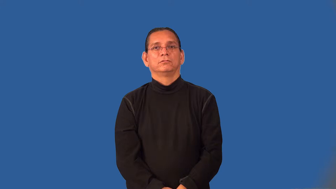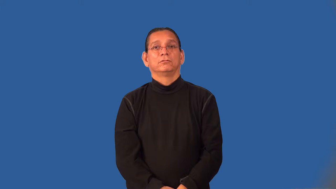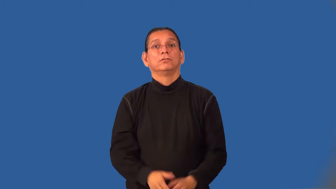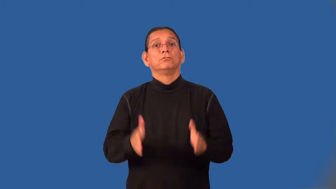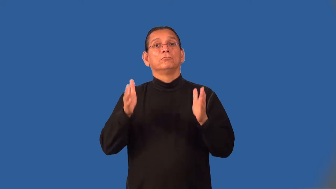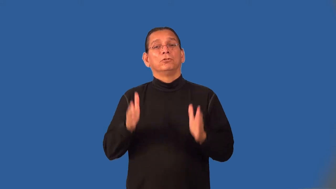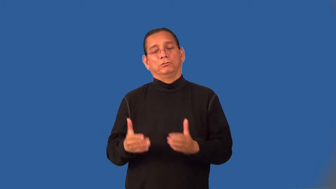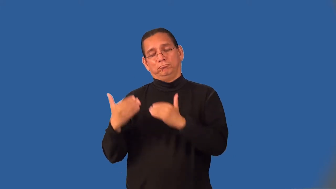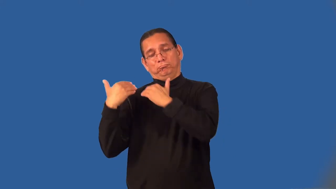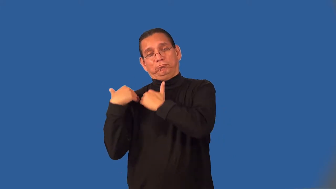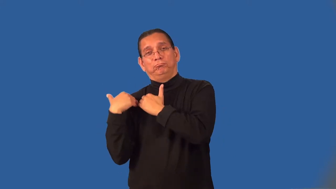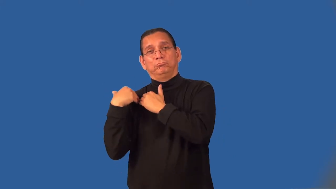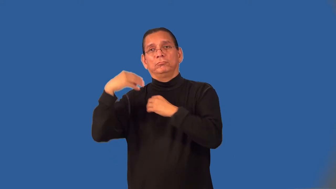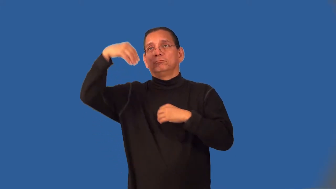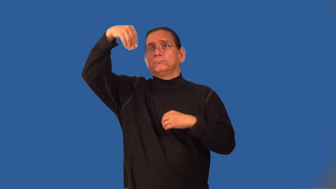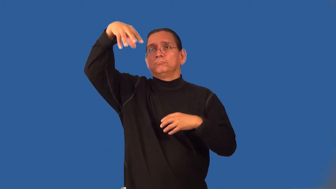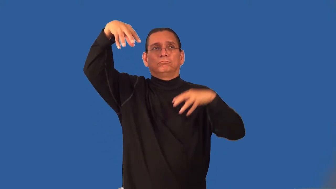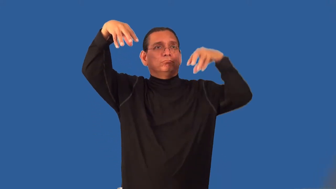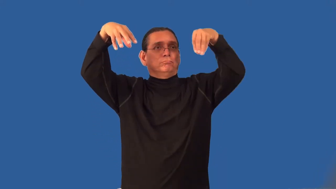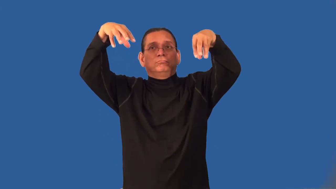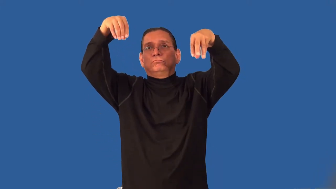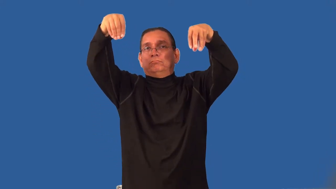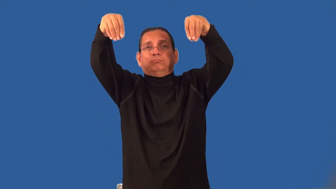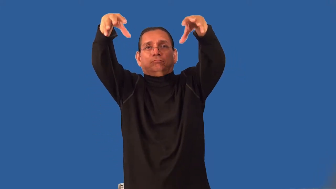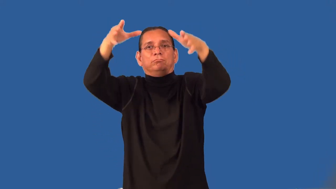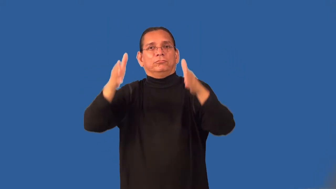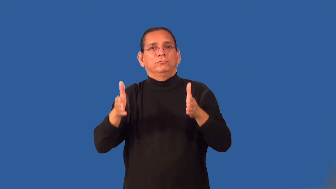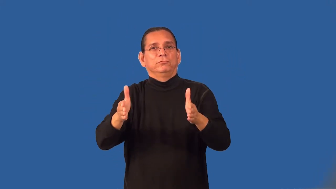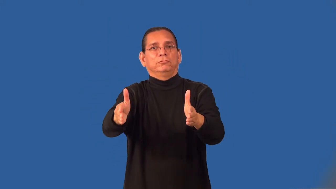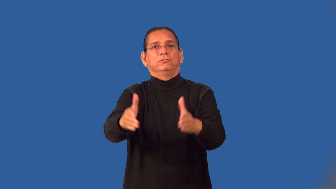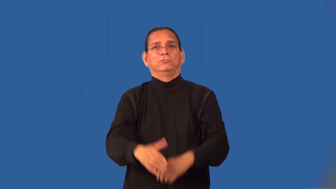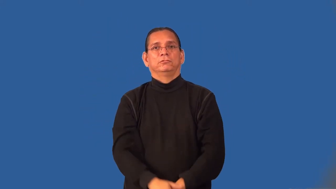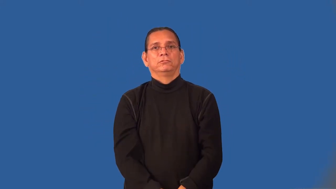lamplighter